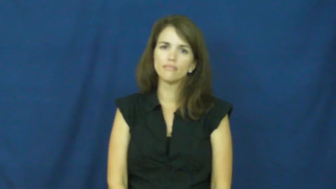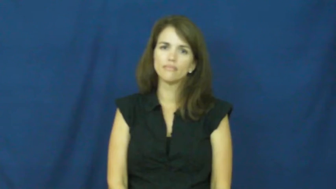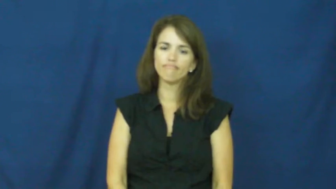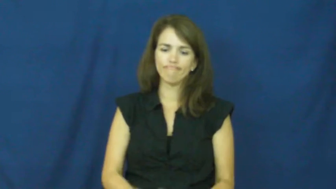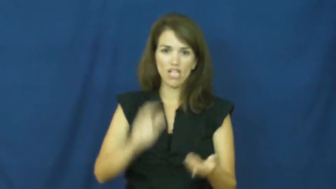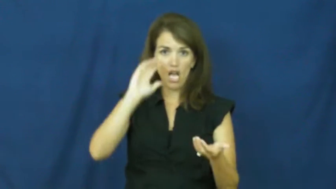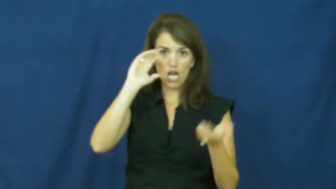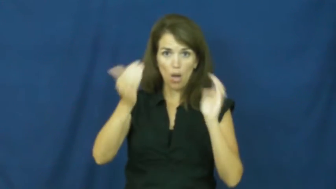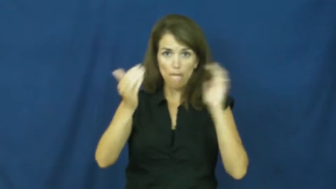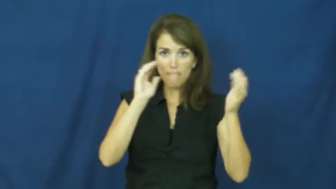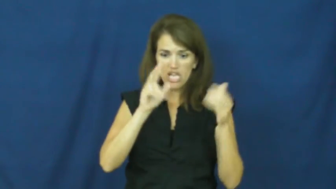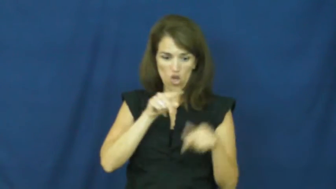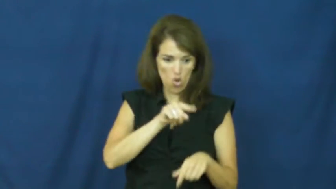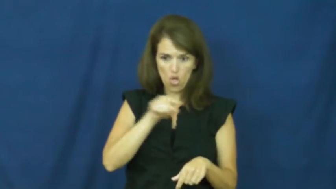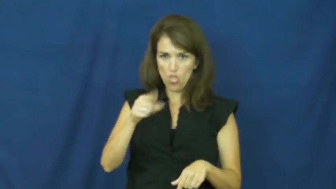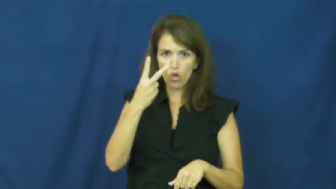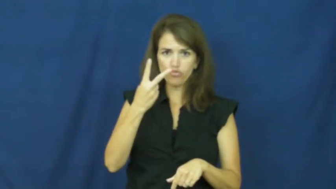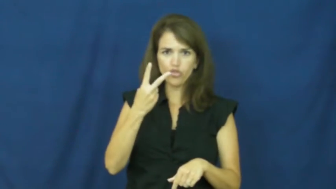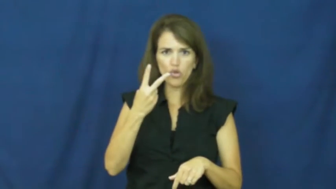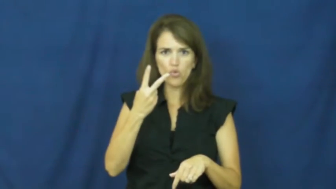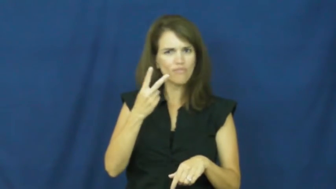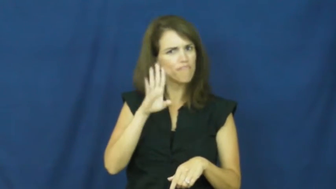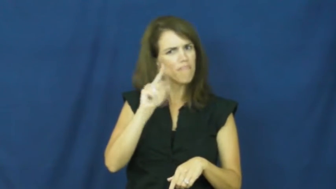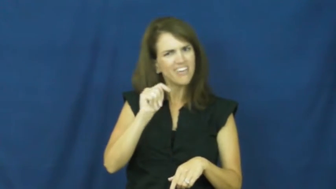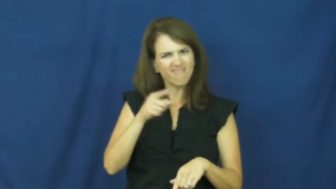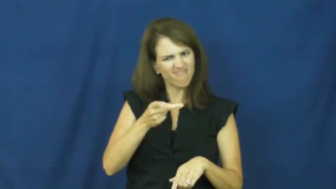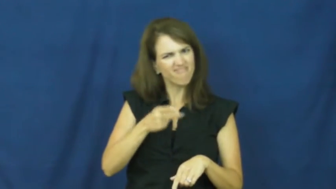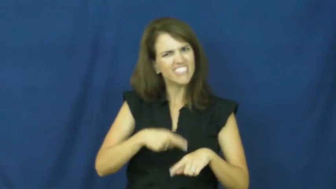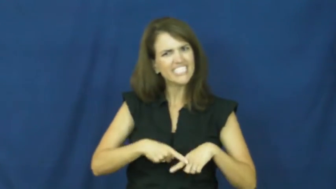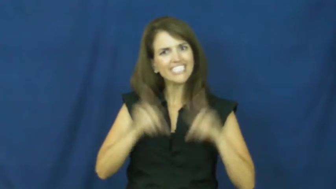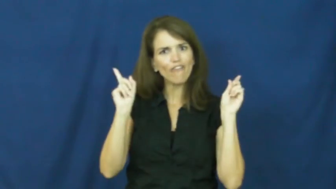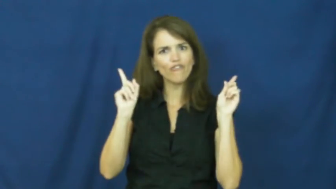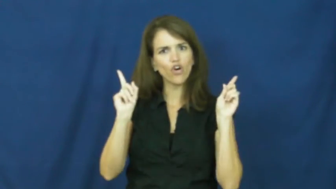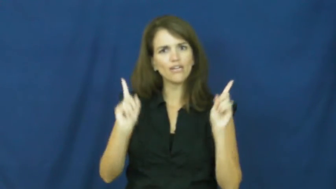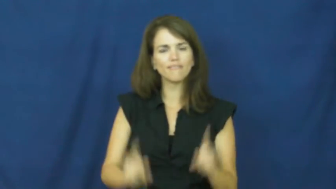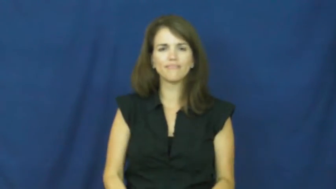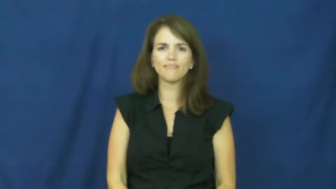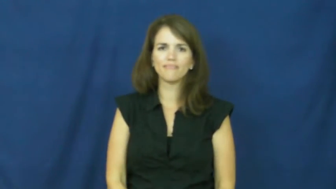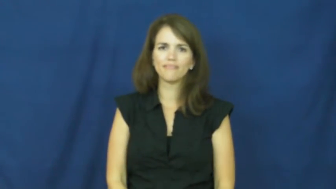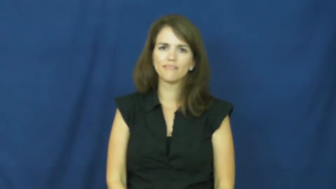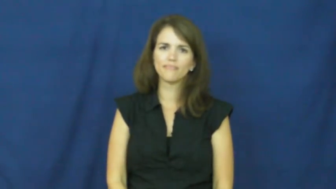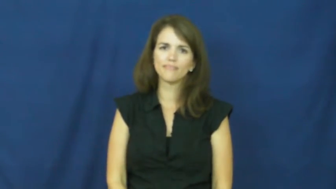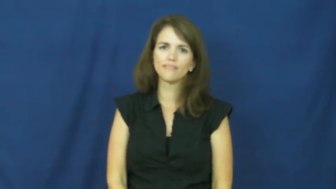"apples and oranges"